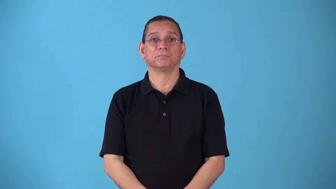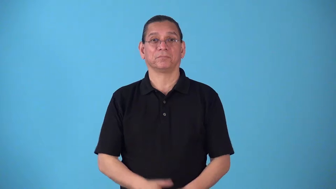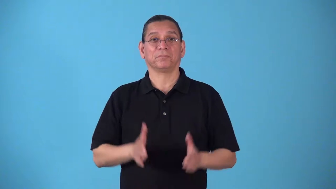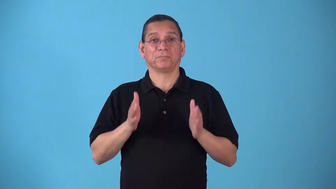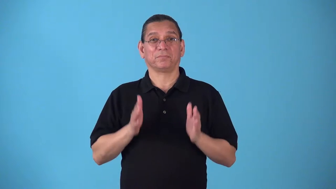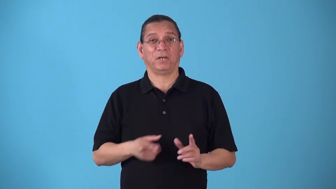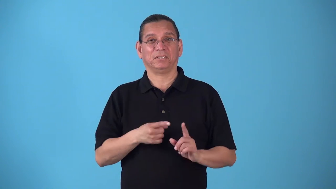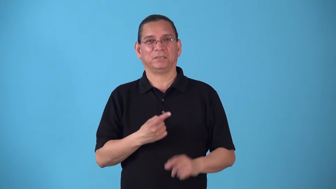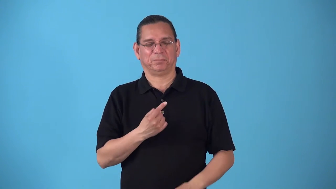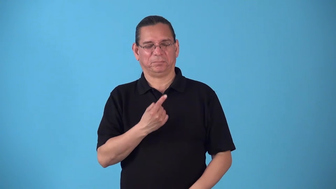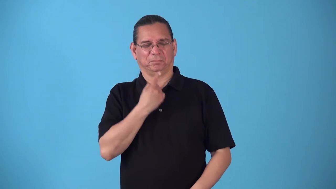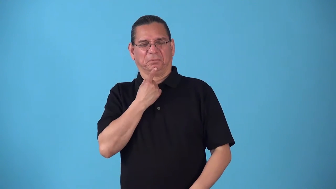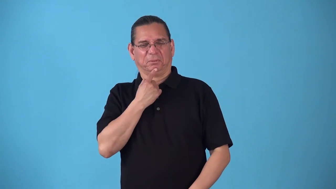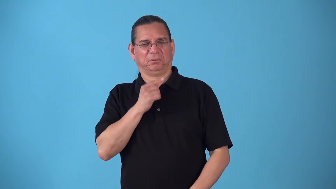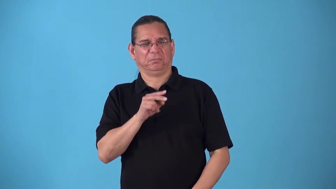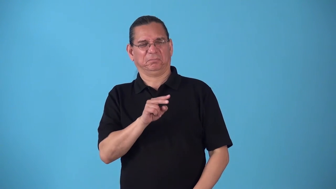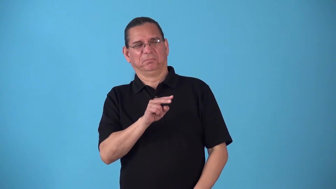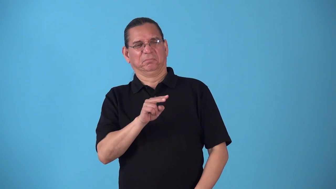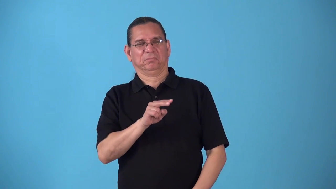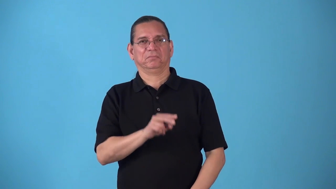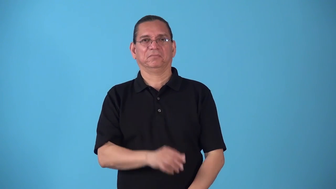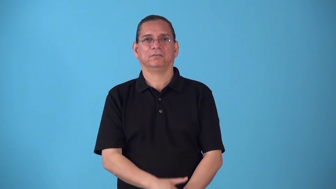sorehead,sour grapes